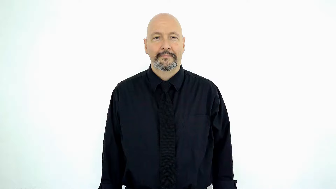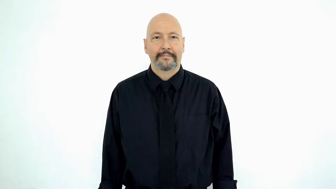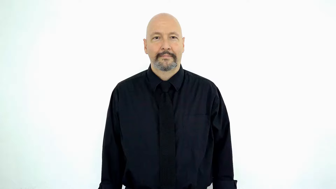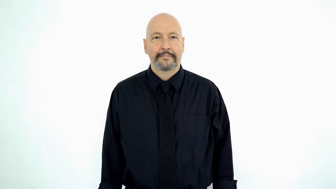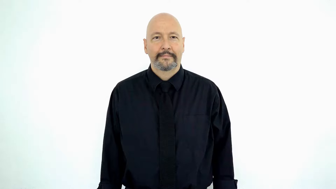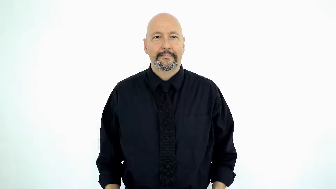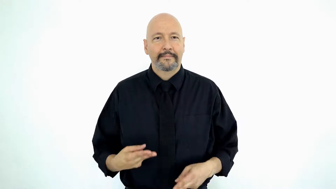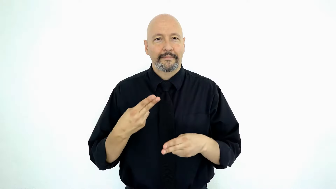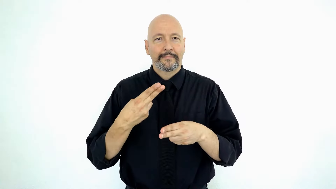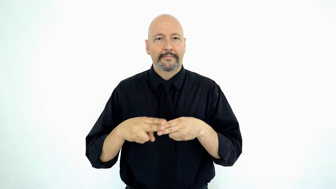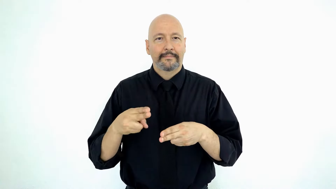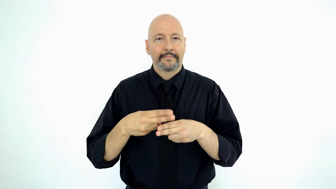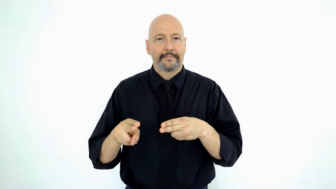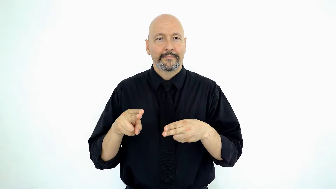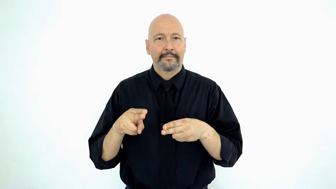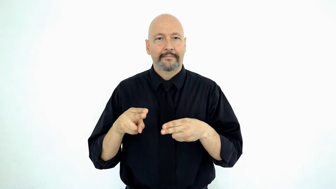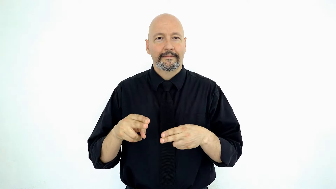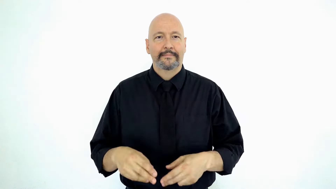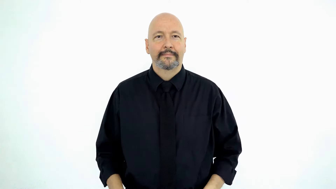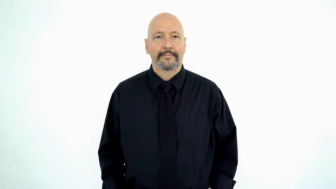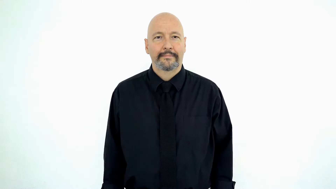knife-[H-hands-version]